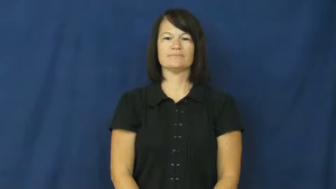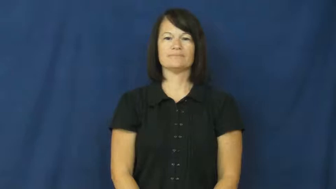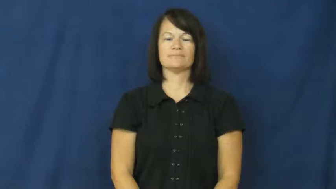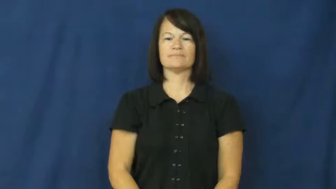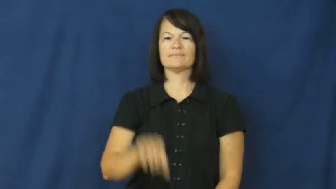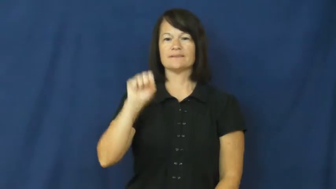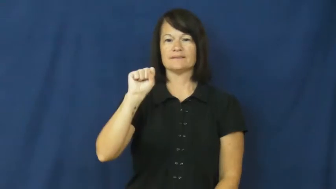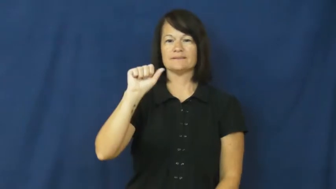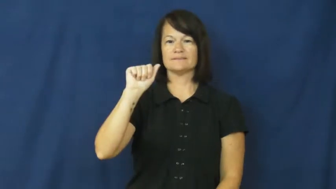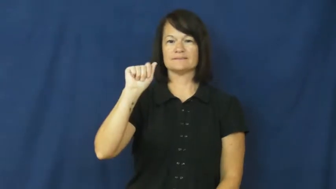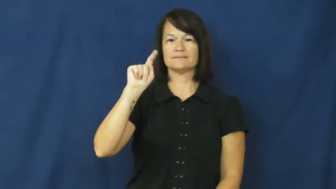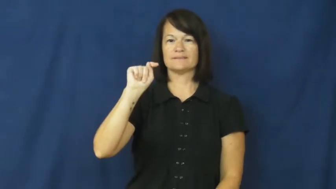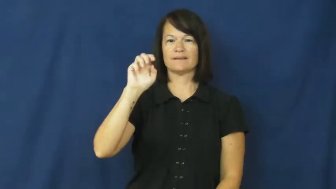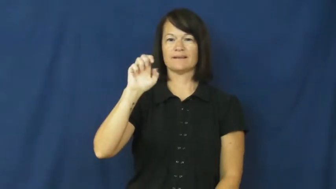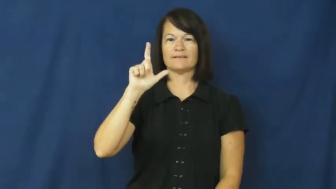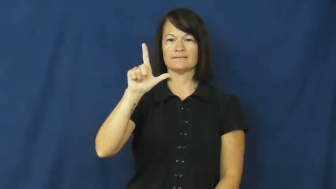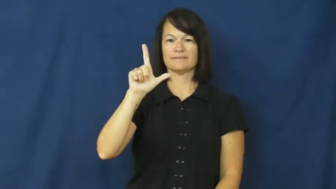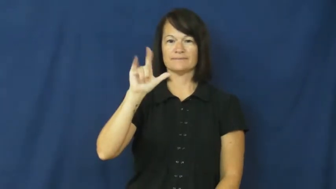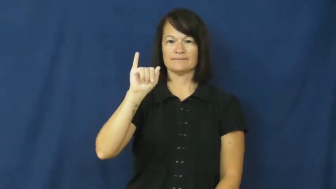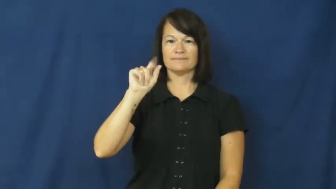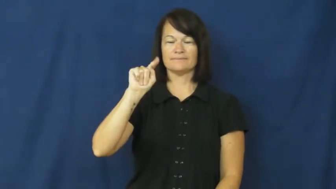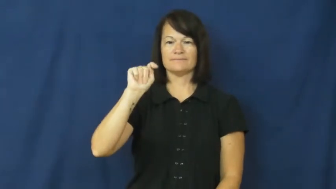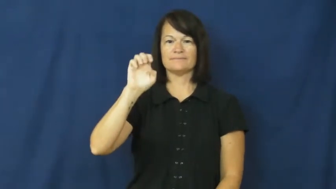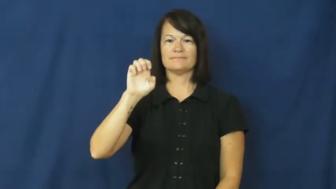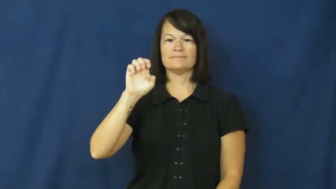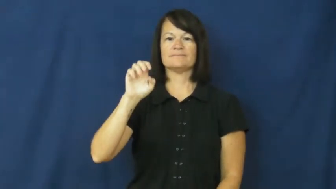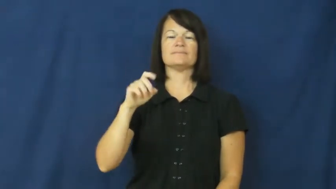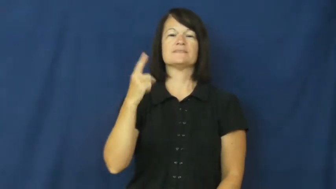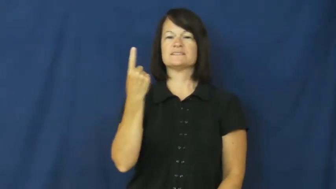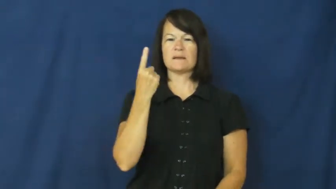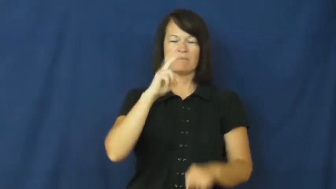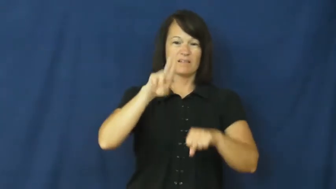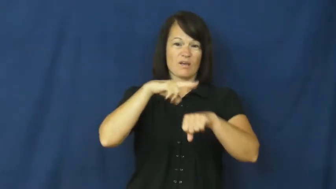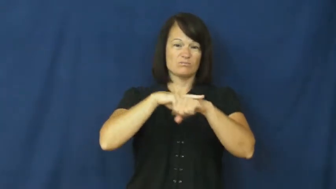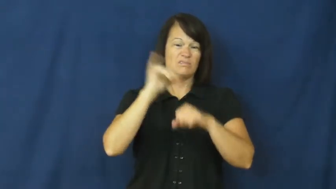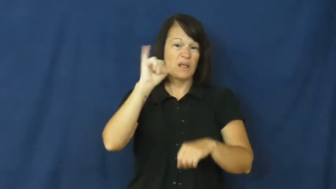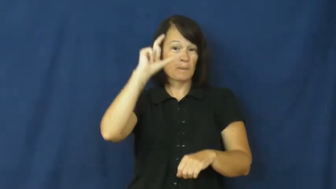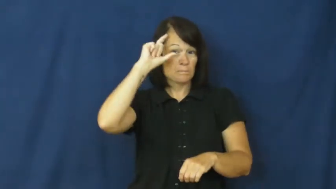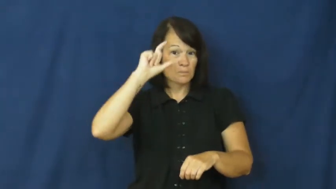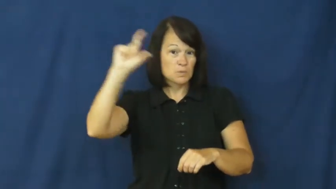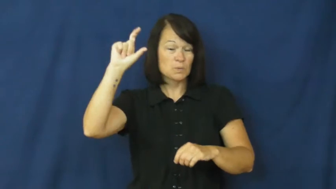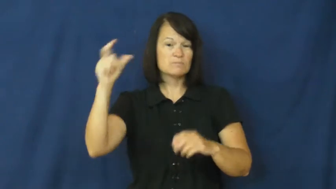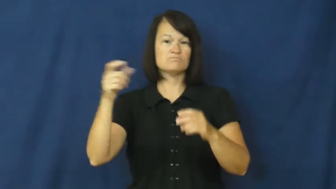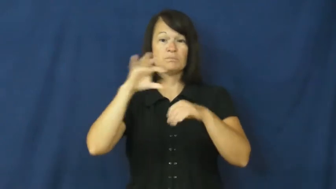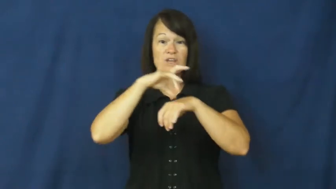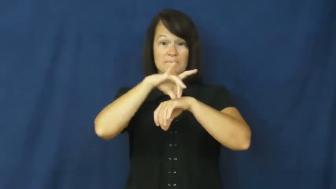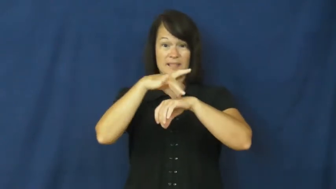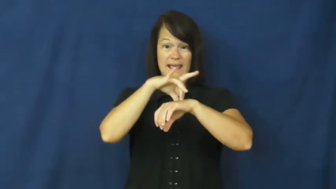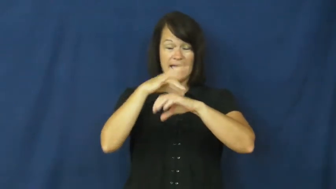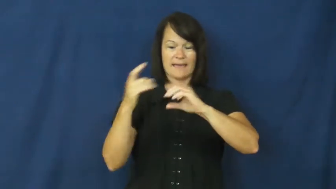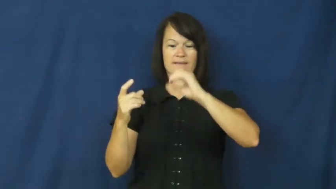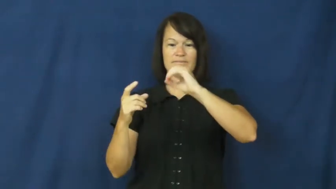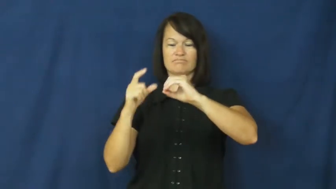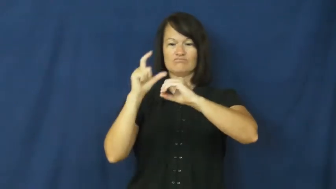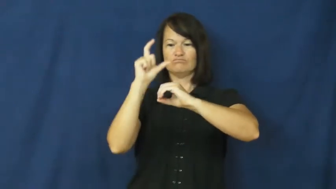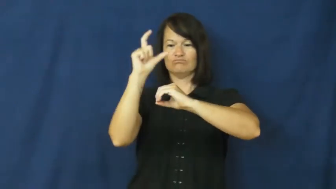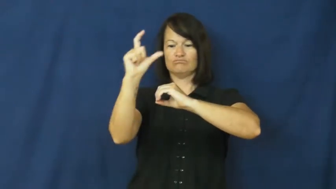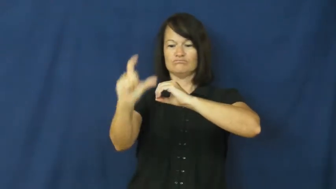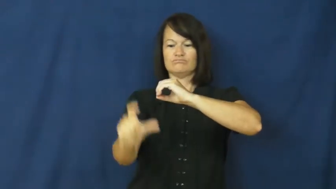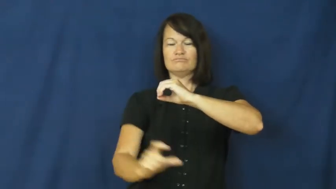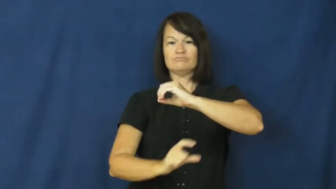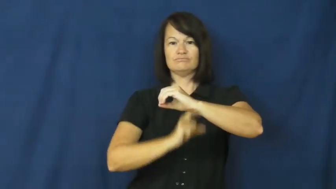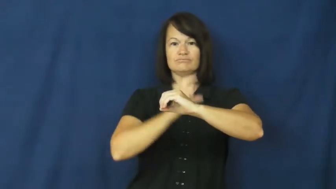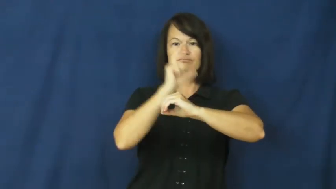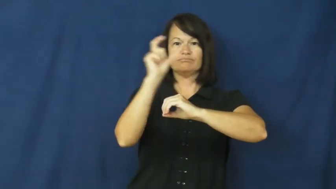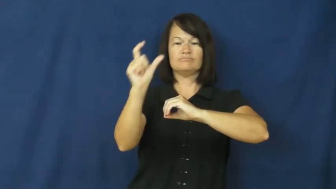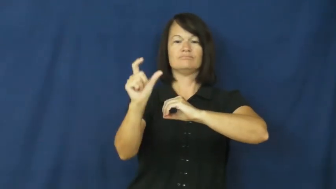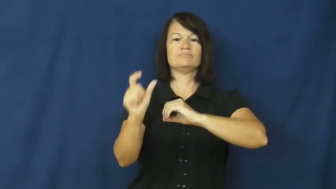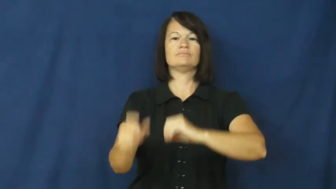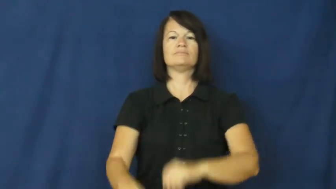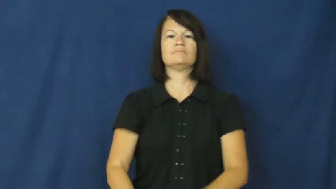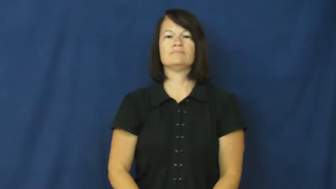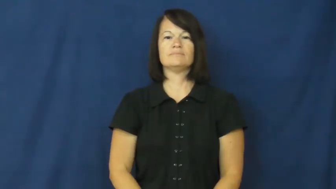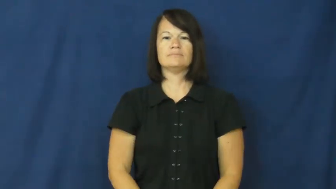satellite-moon